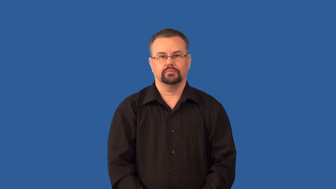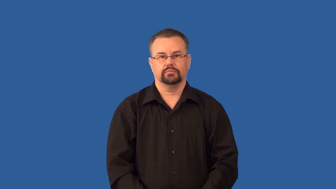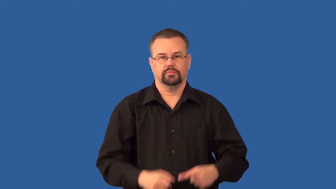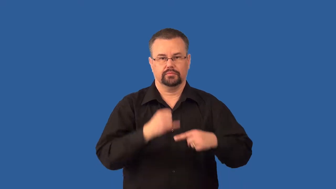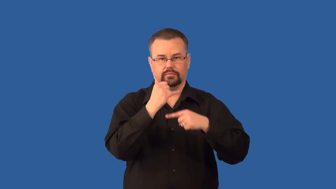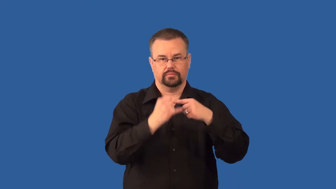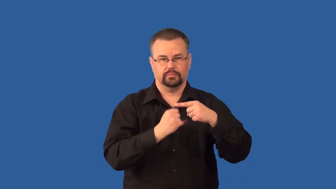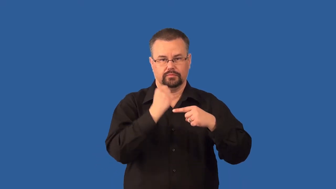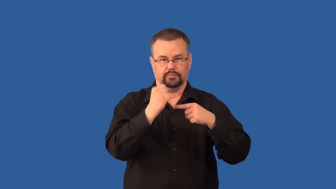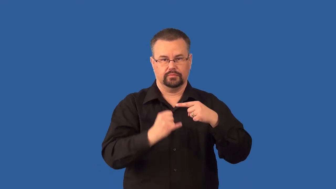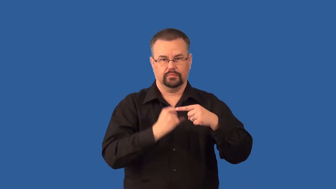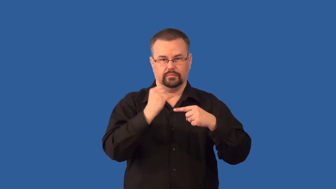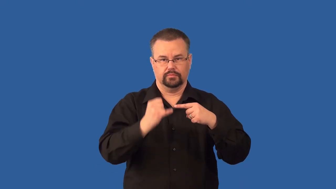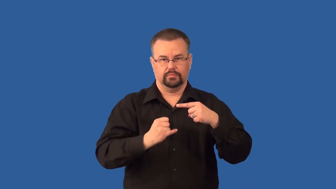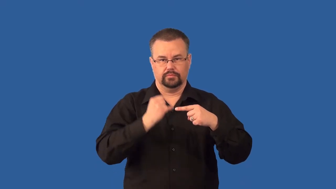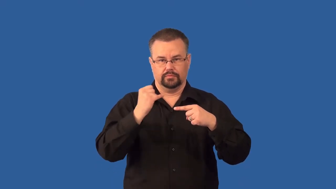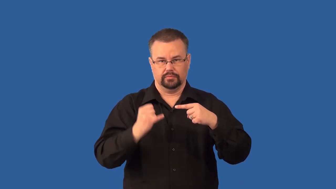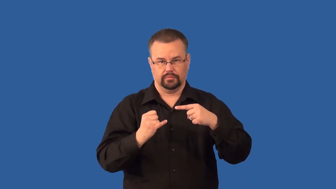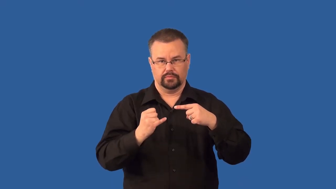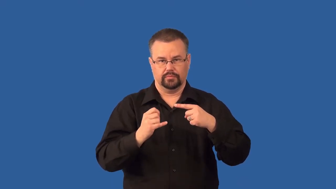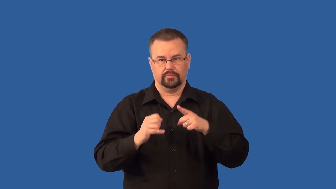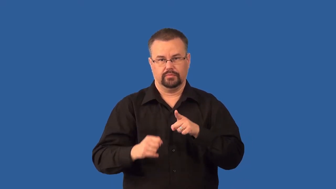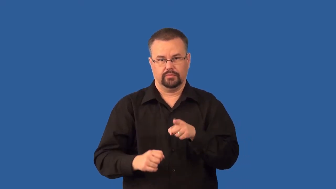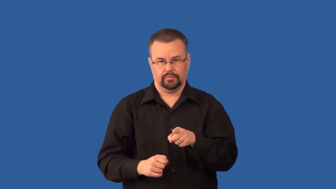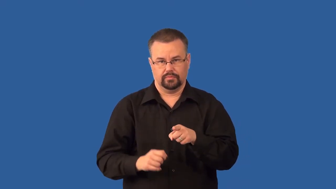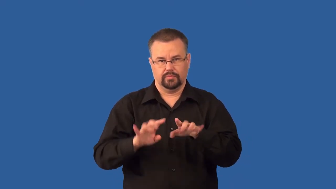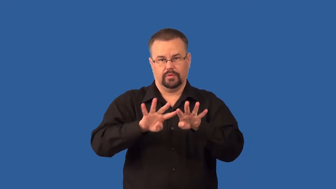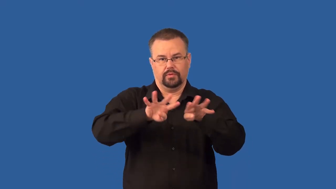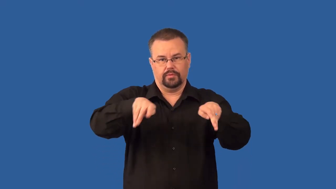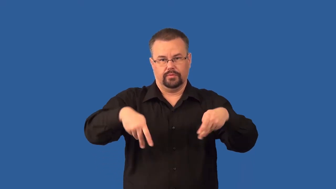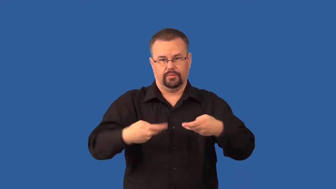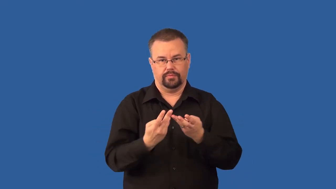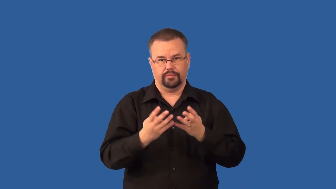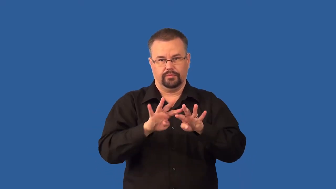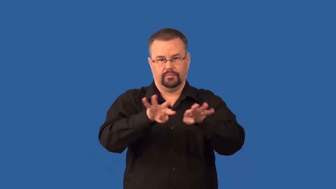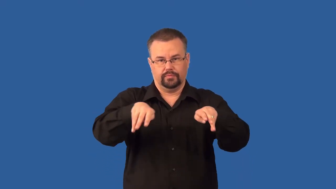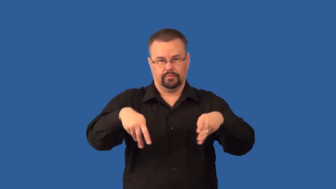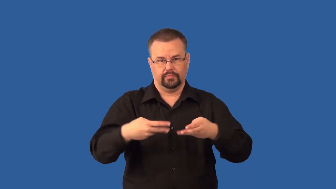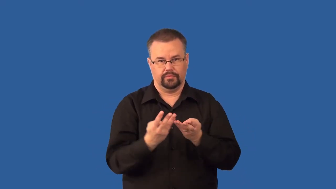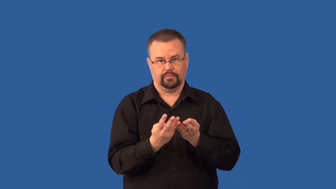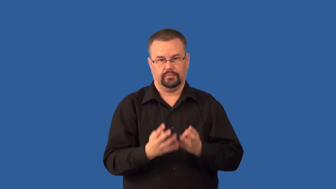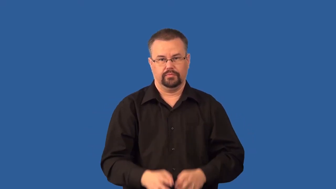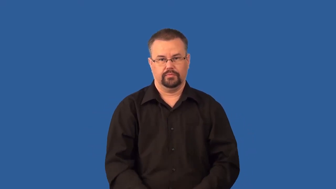solenoid